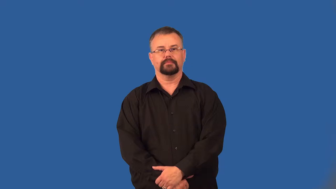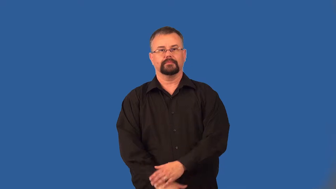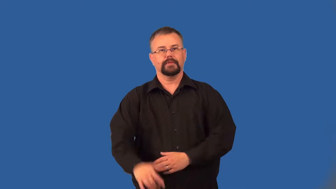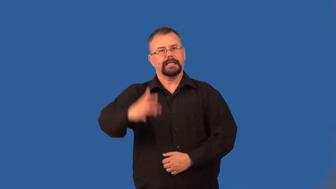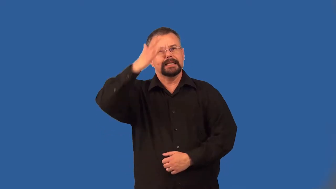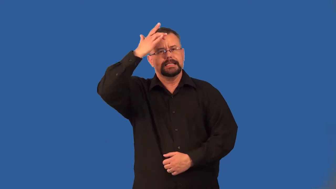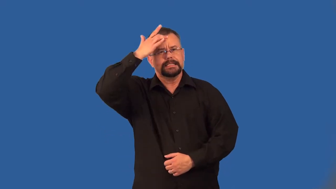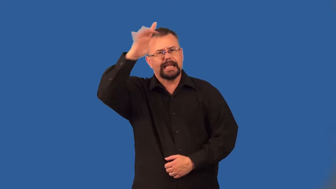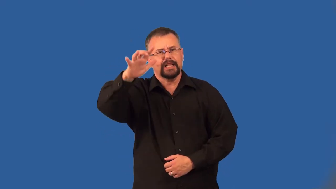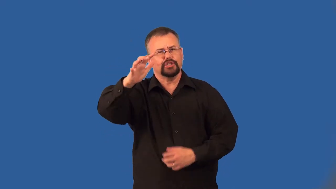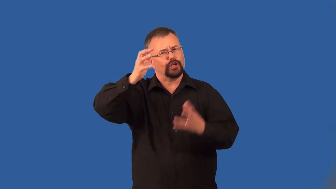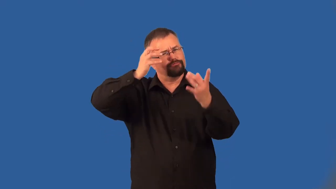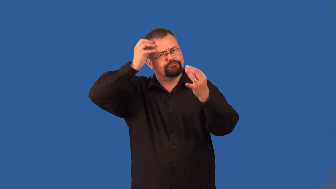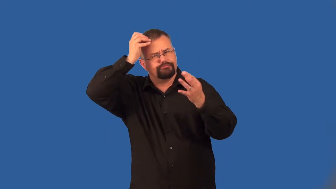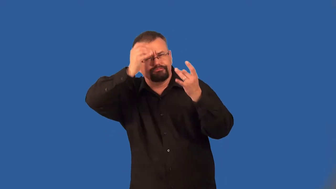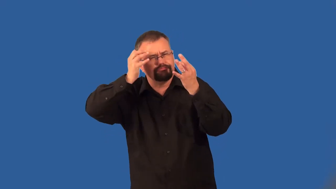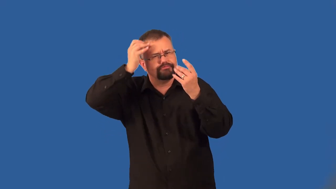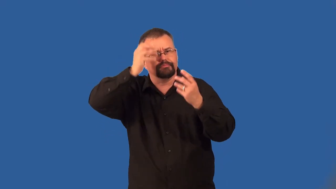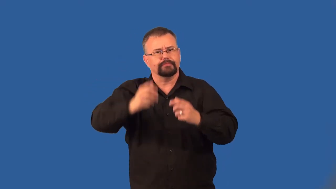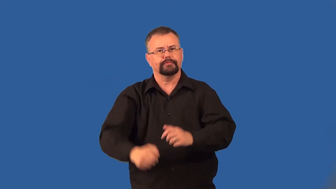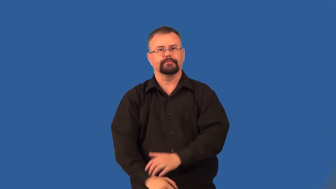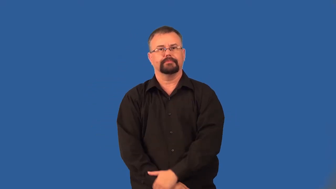intellectual,longhair